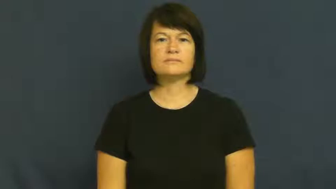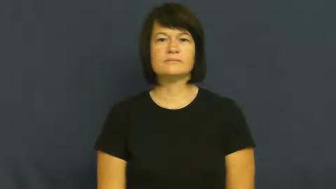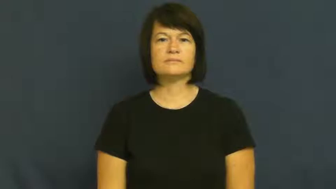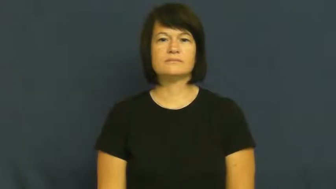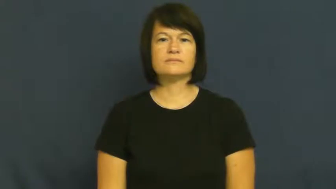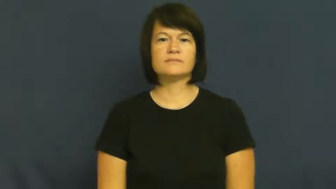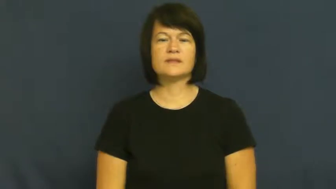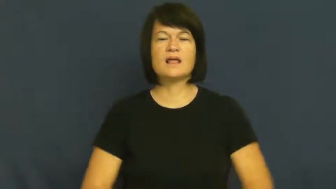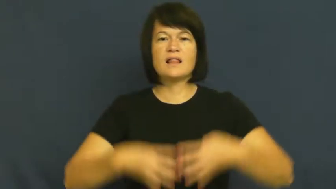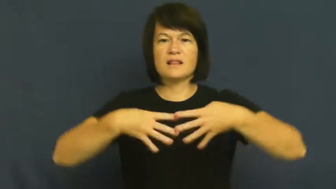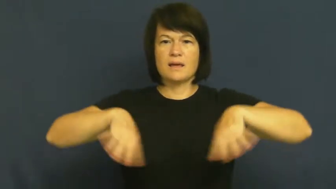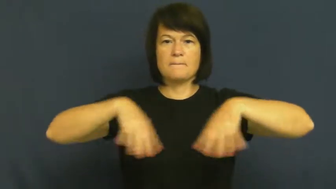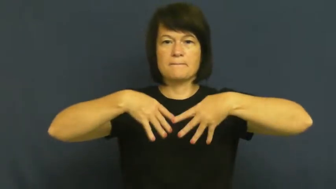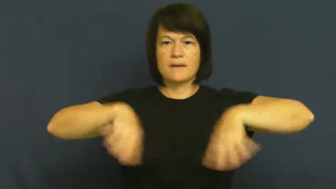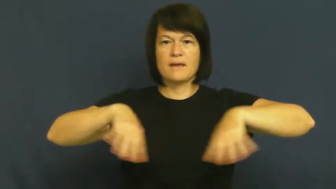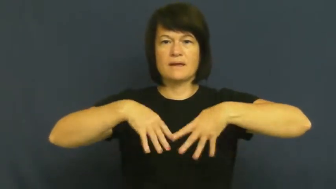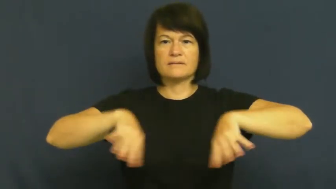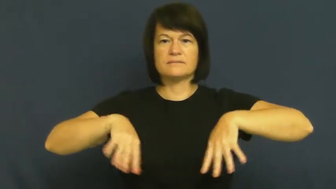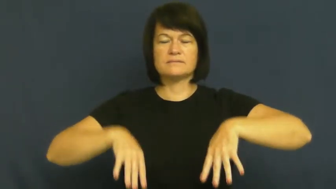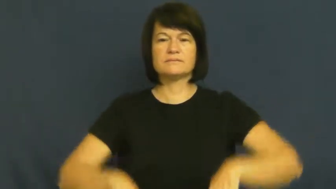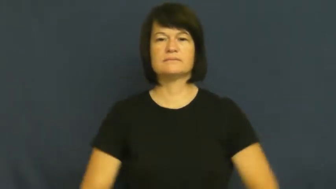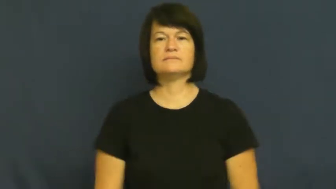lineman,blocker